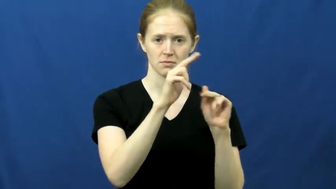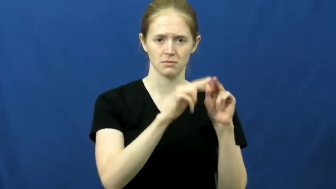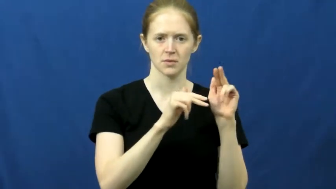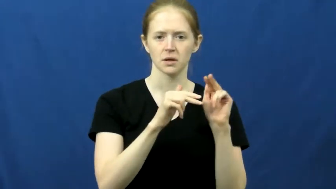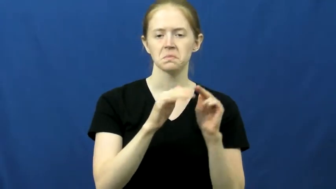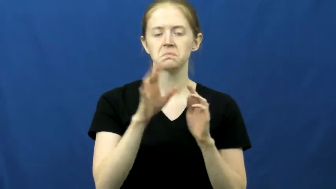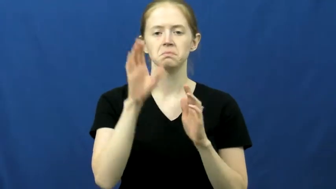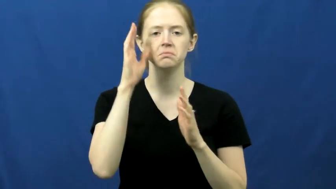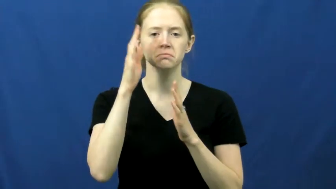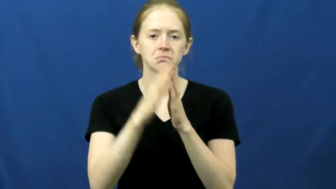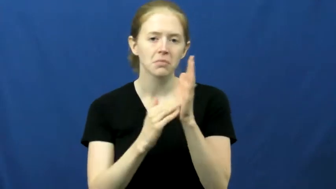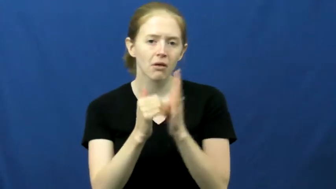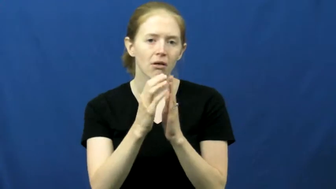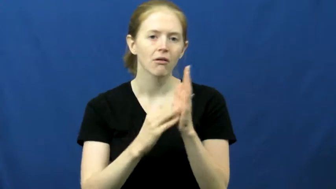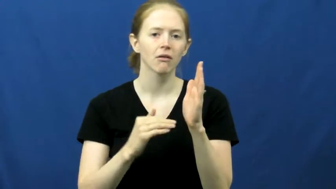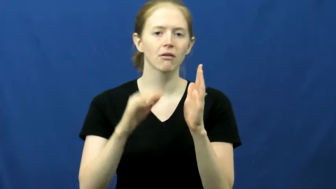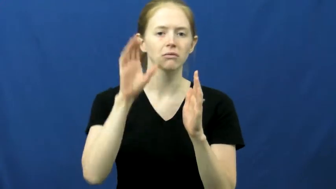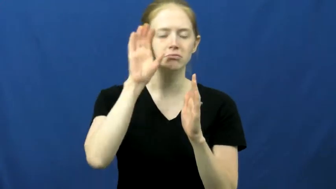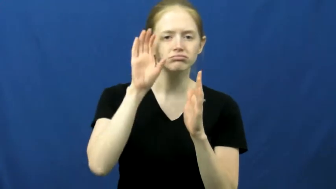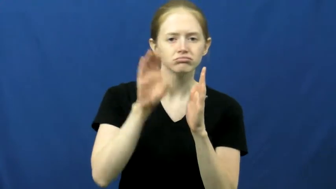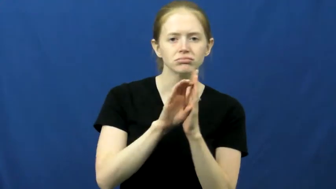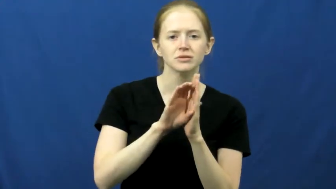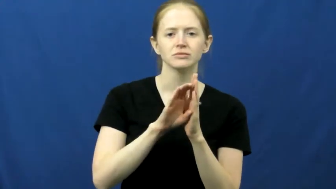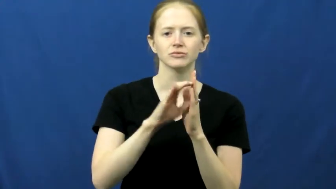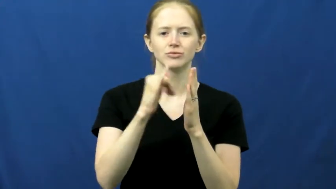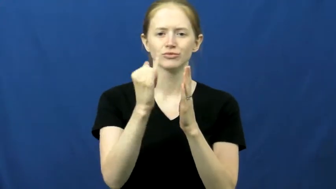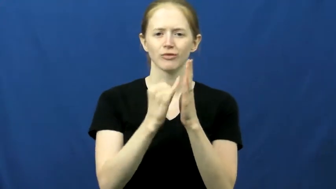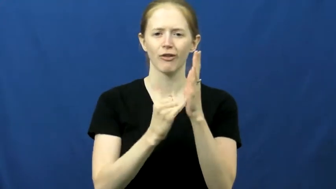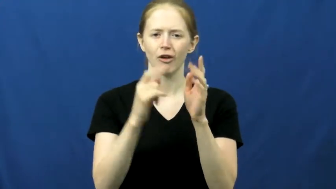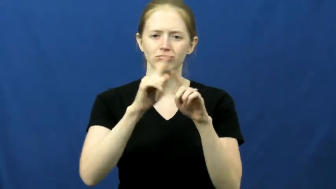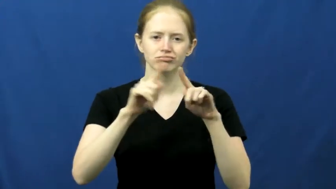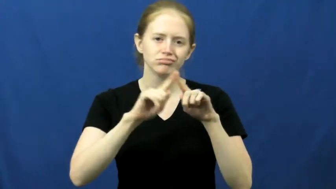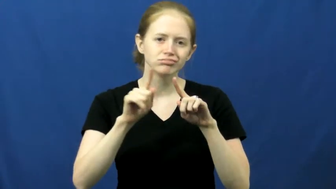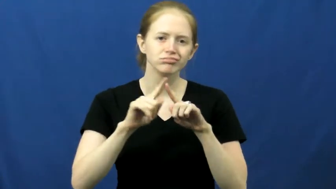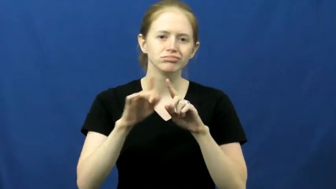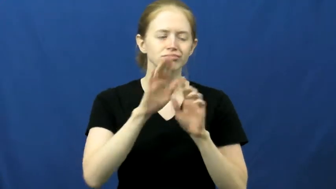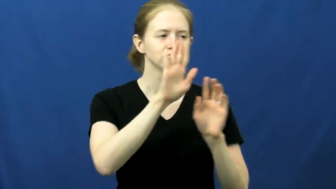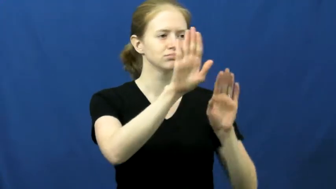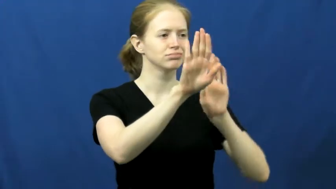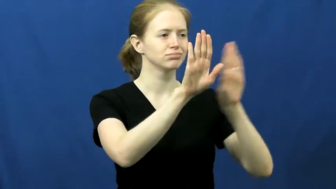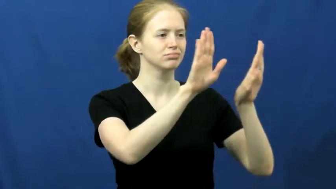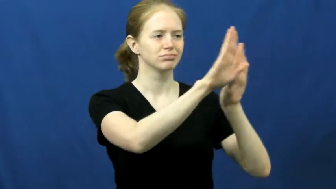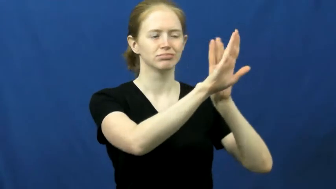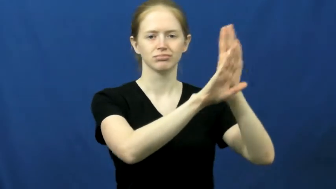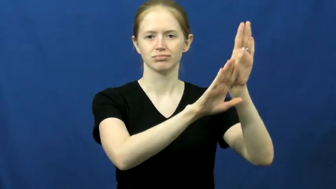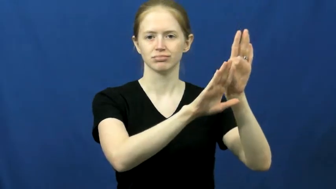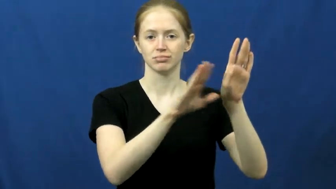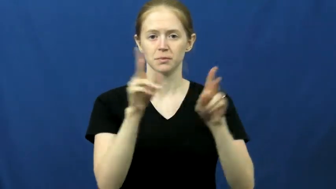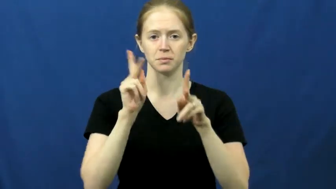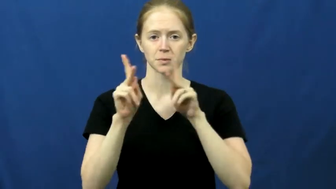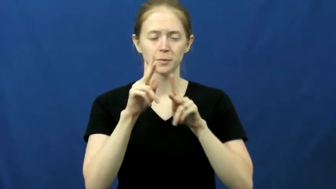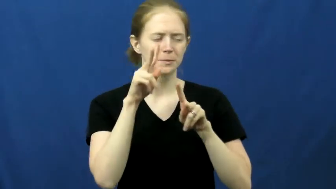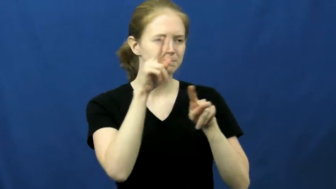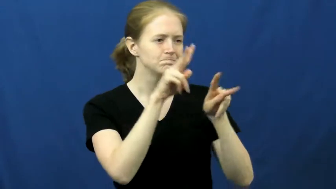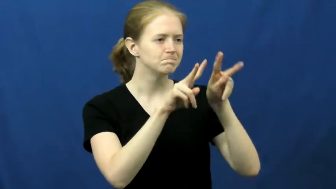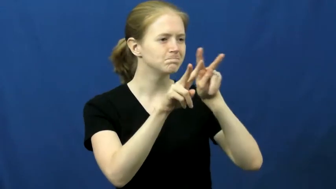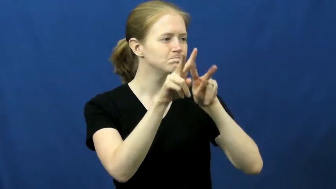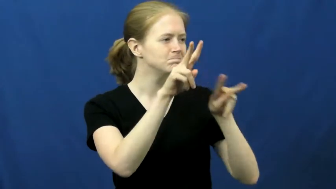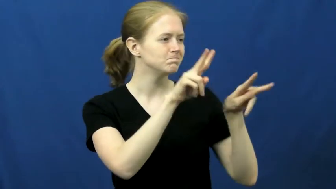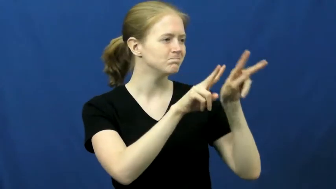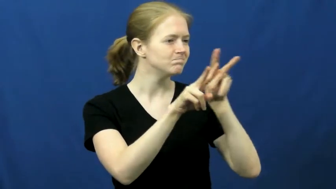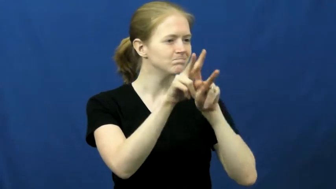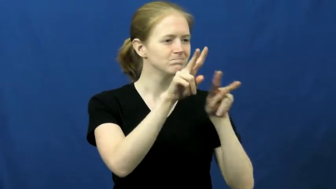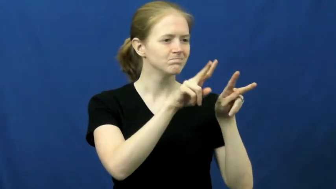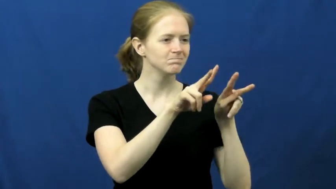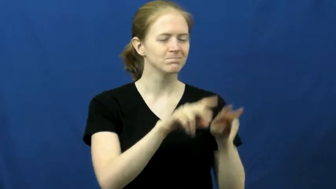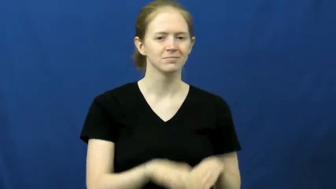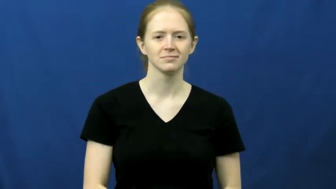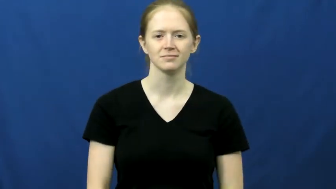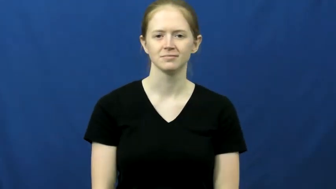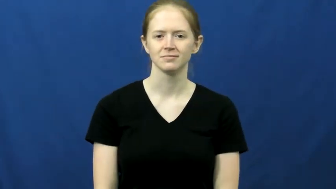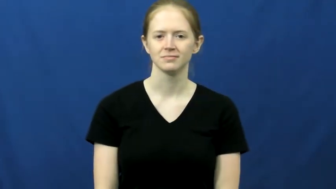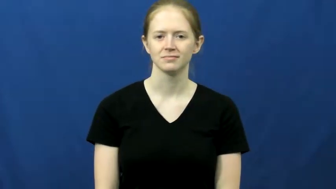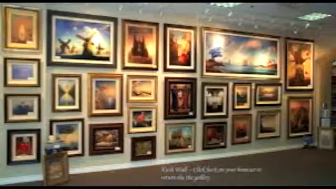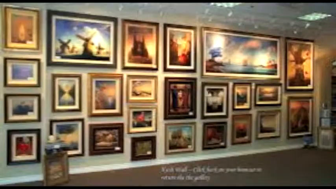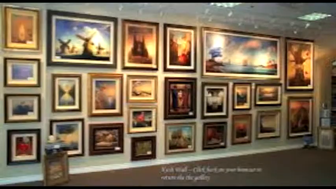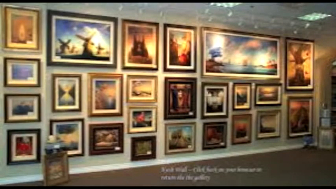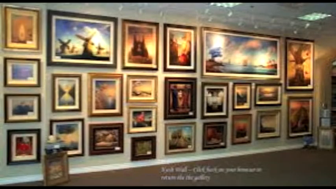gallery